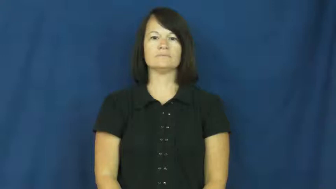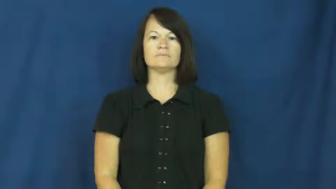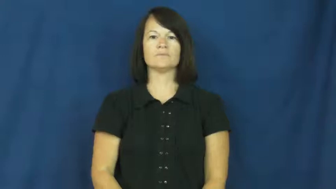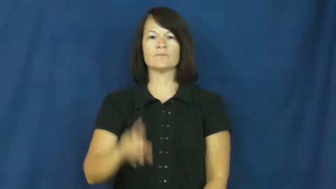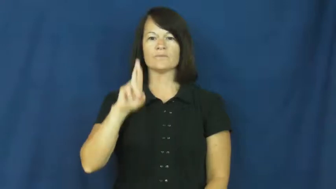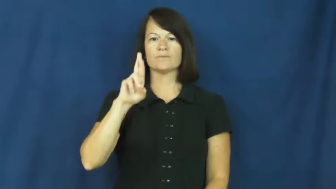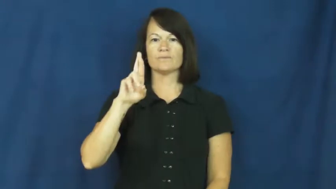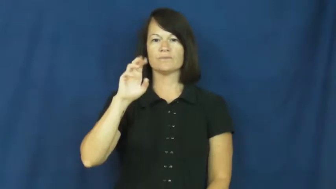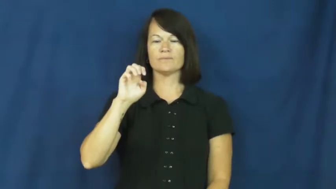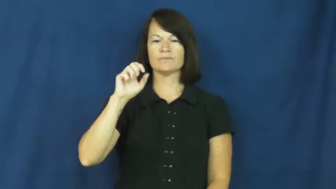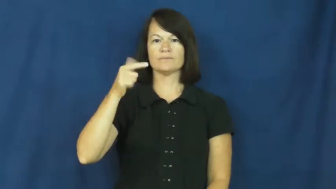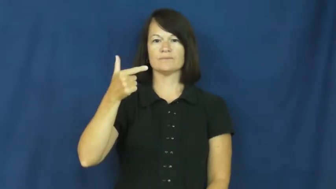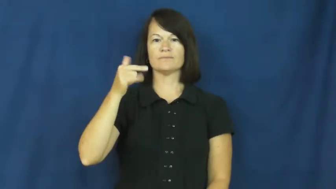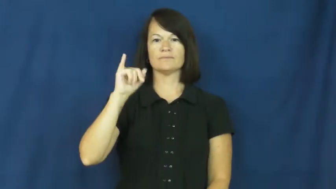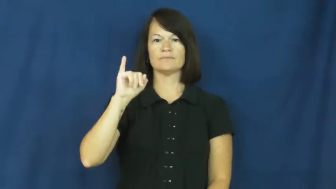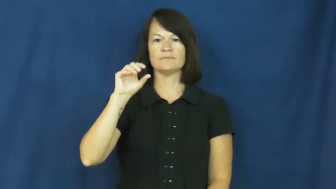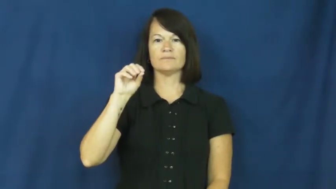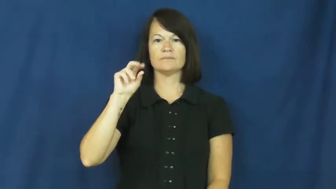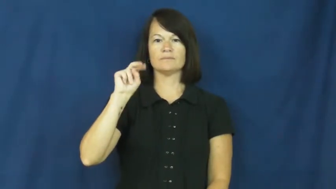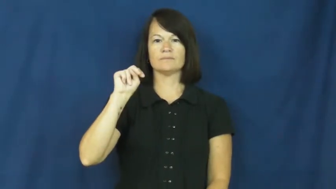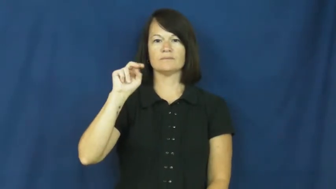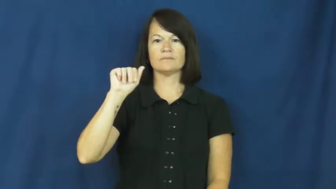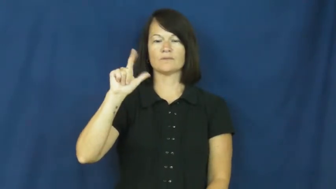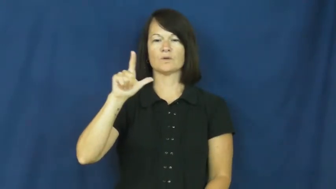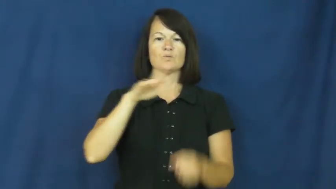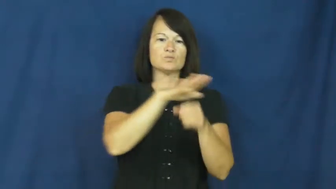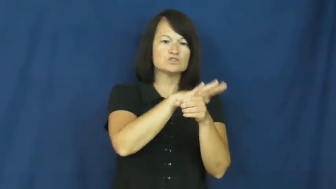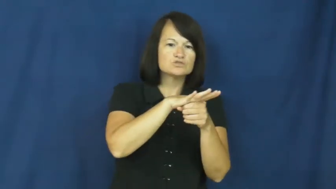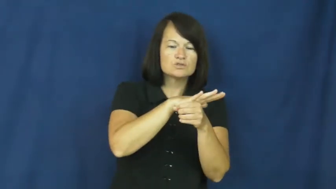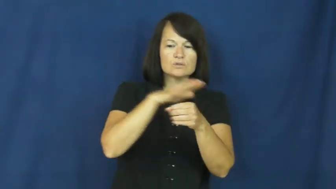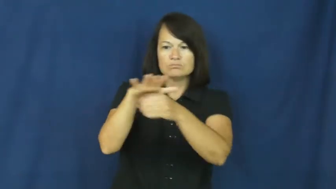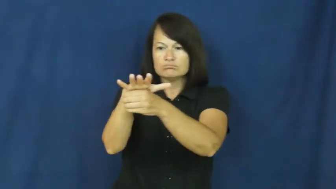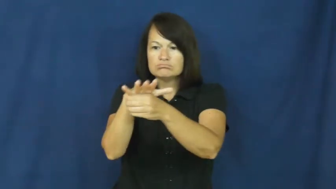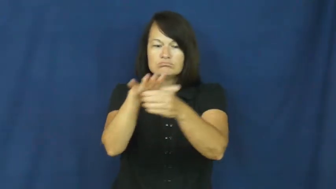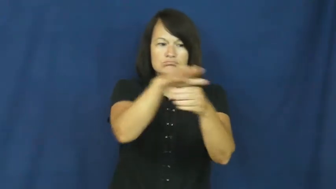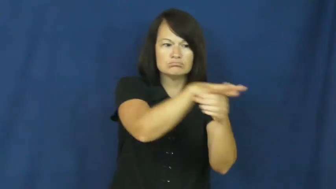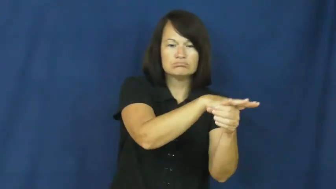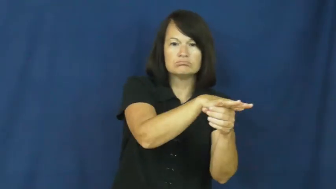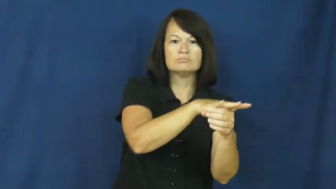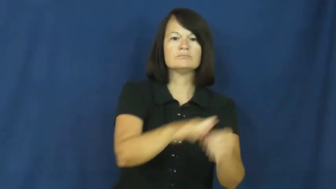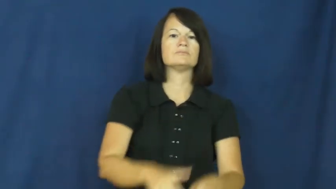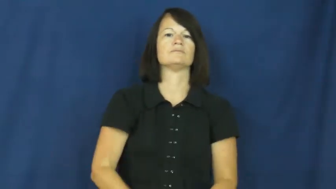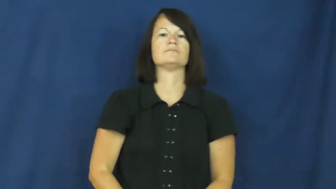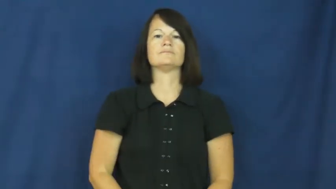regional